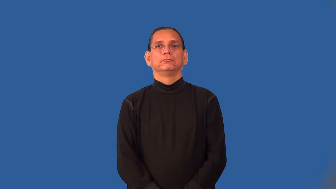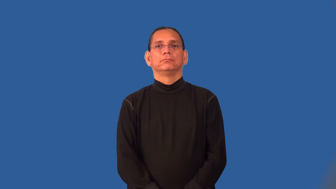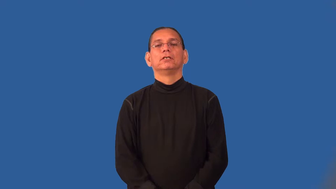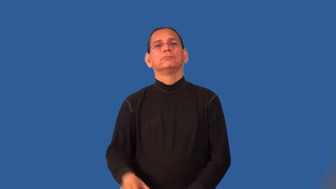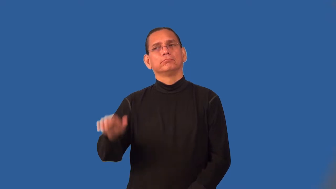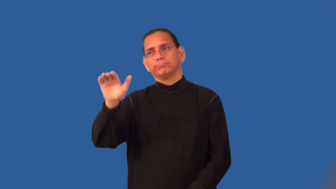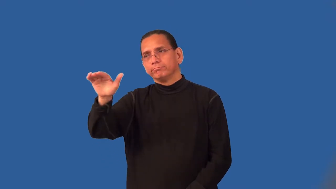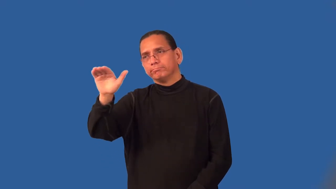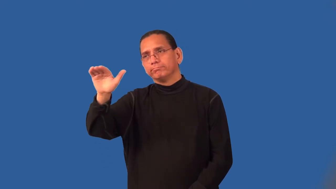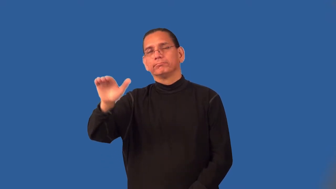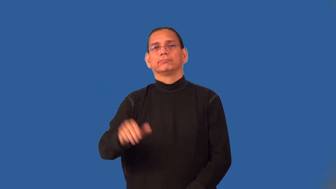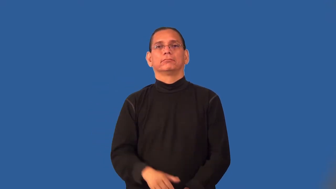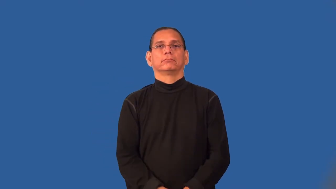pat-tap